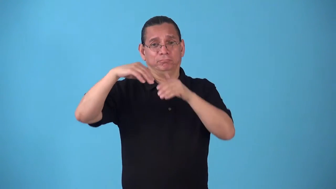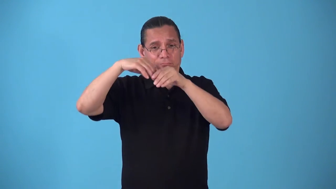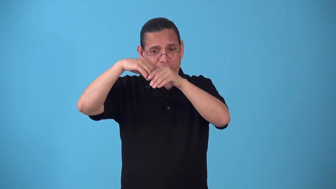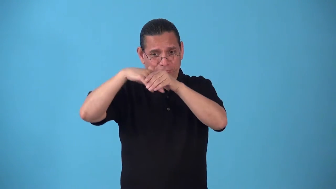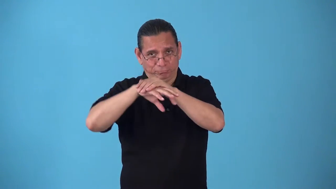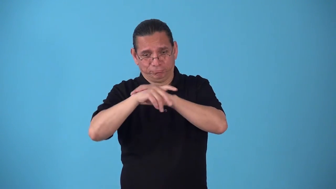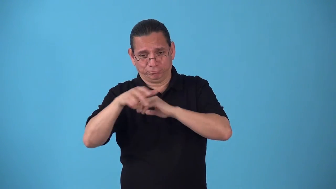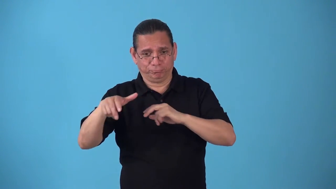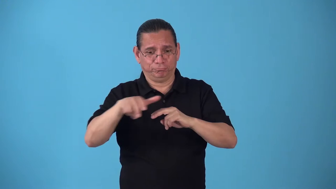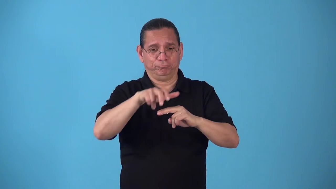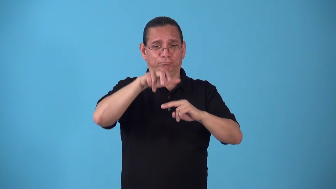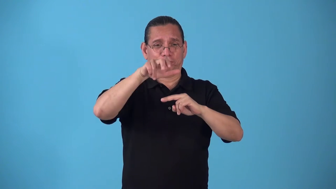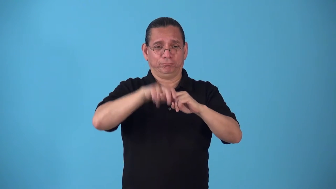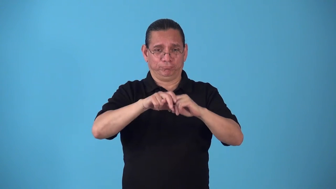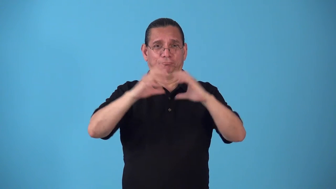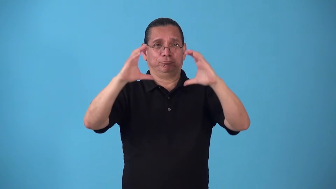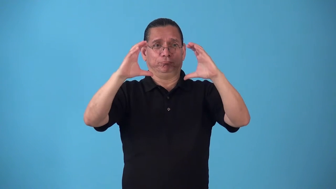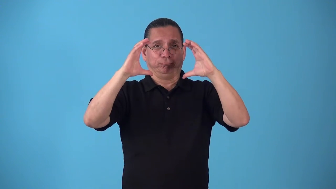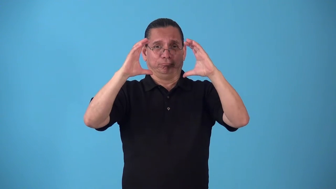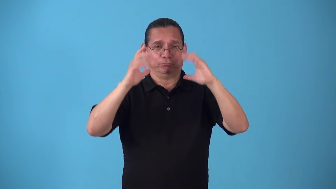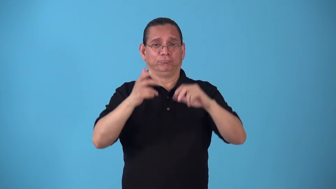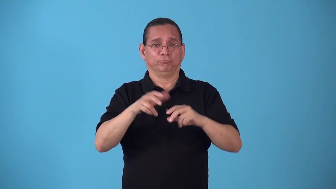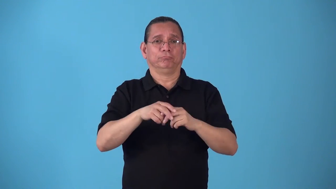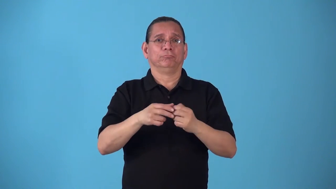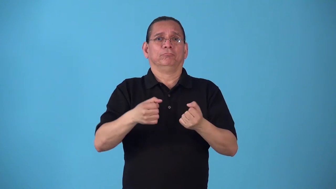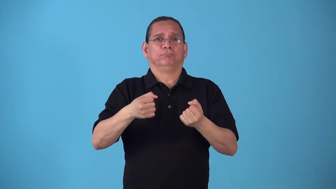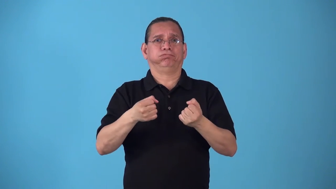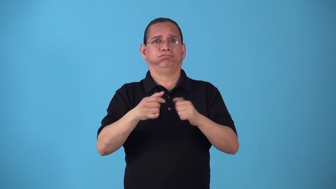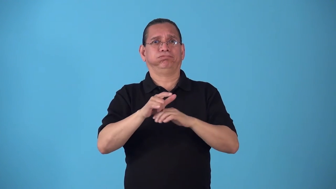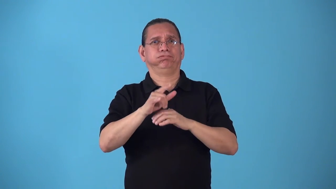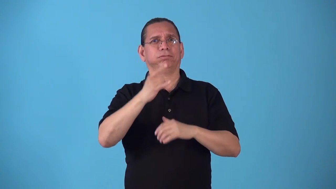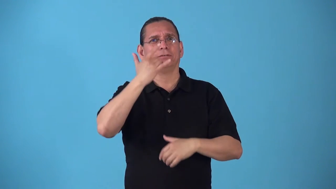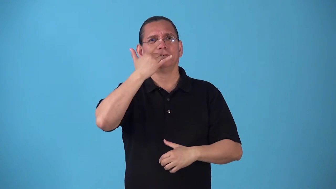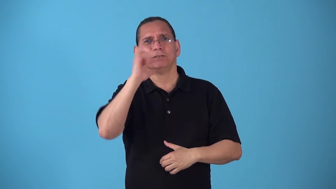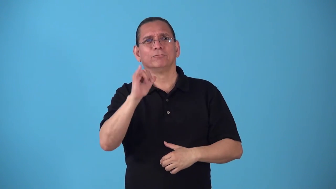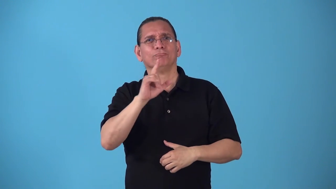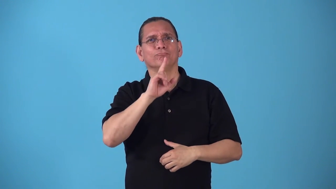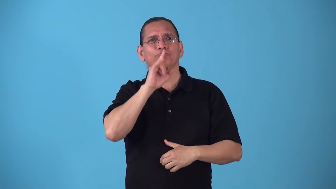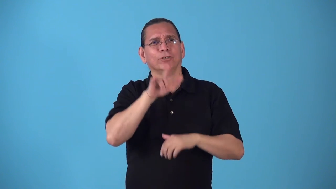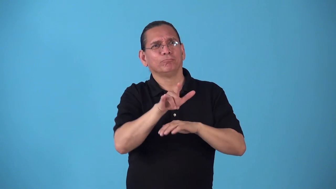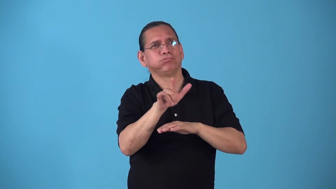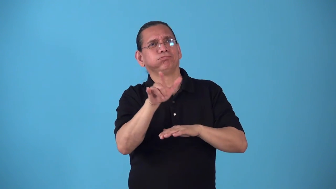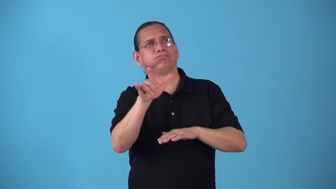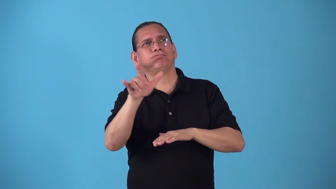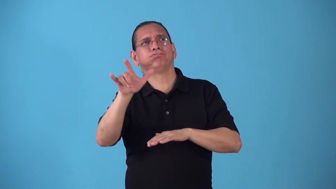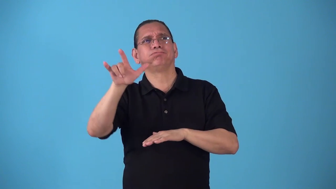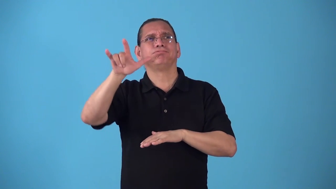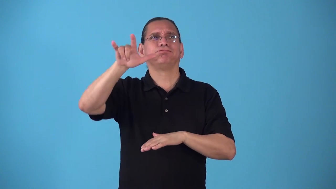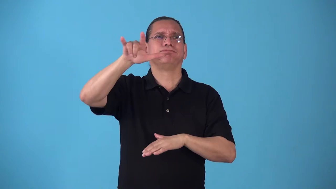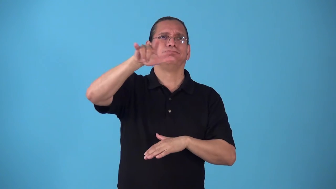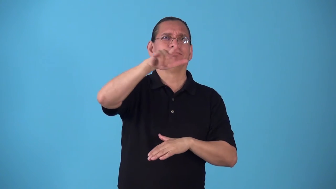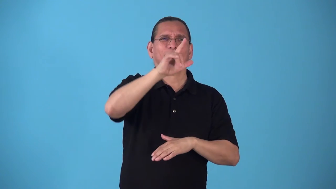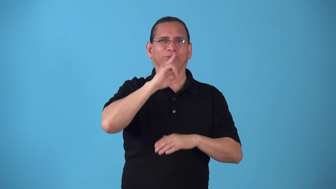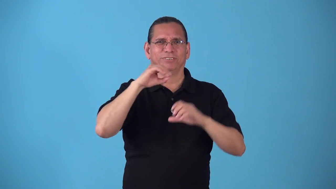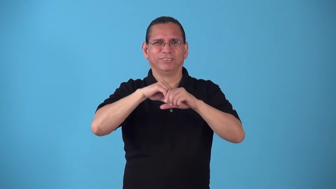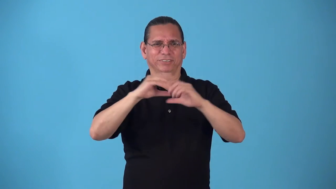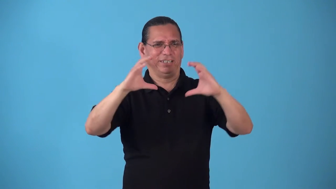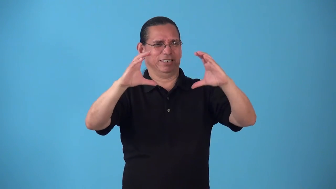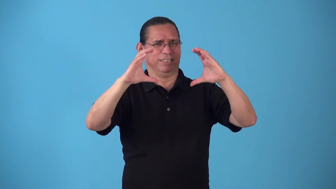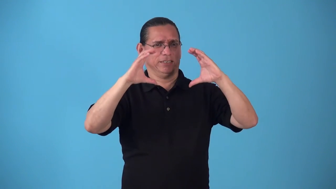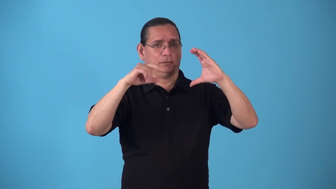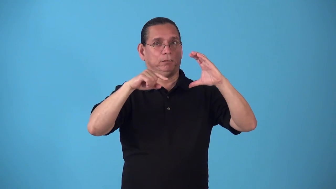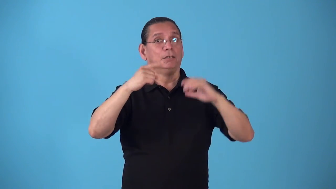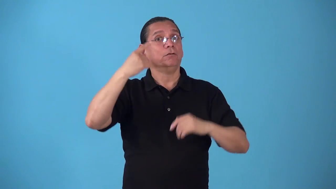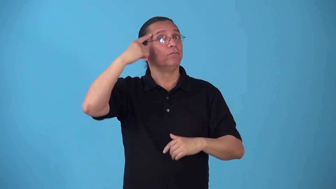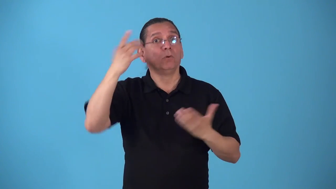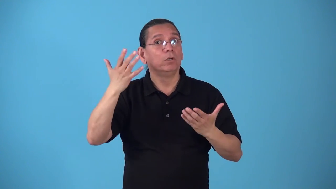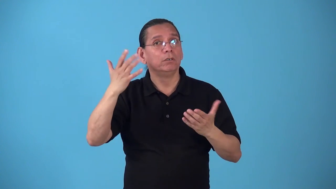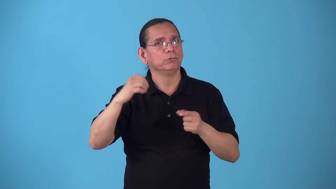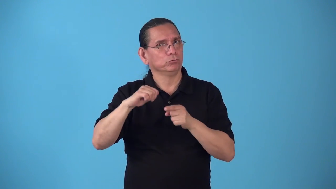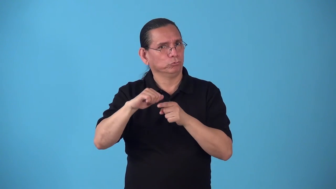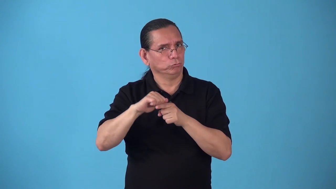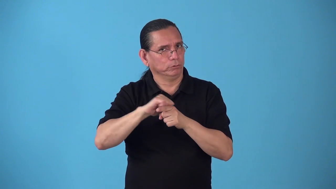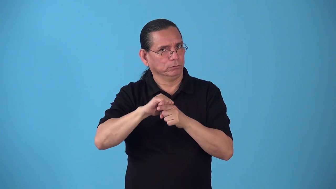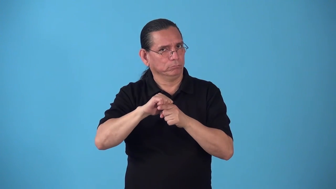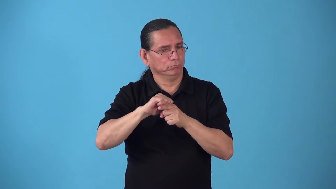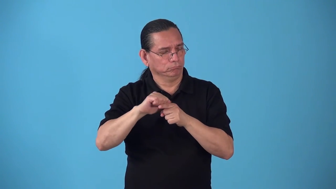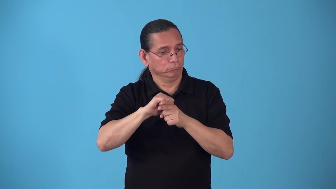simulator